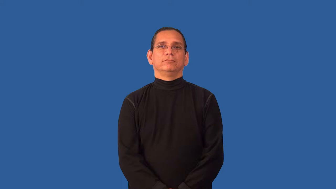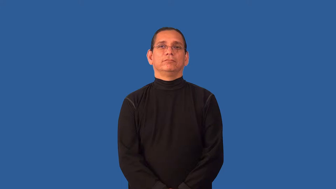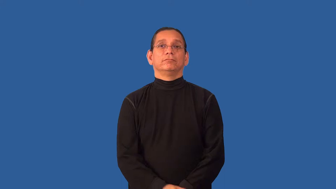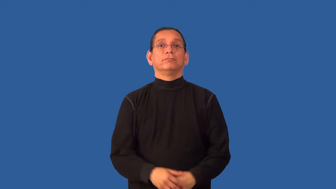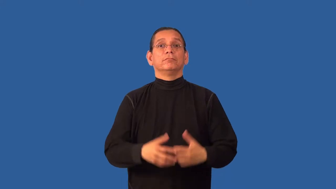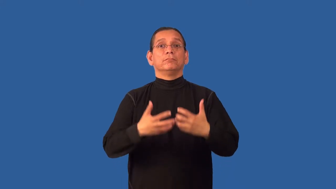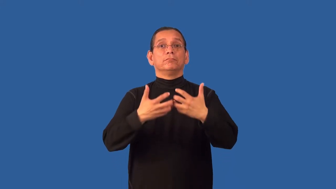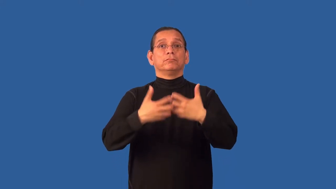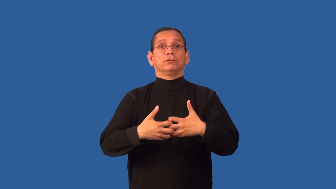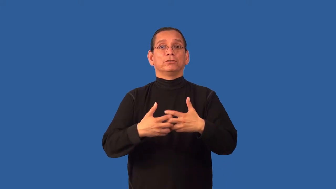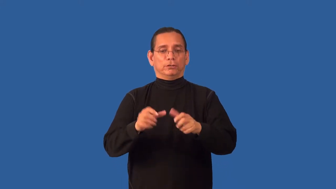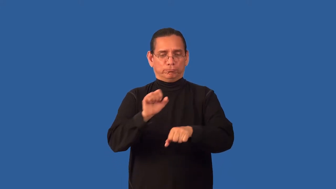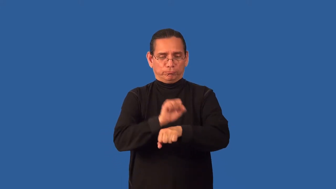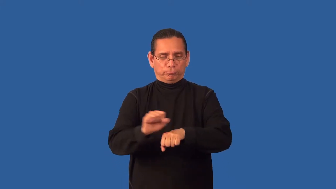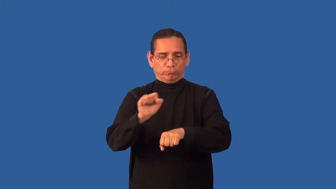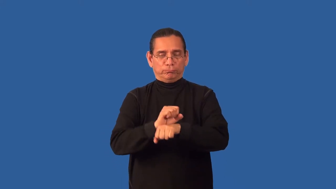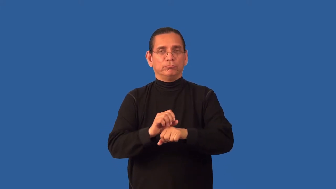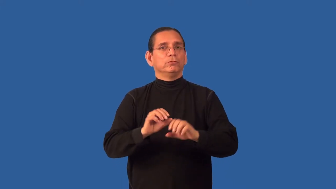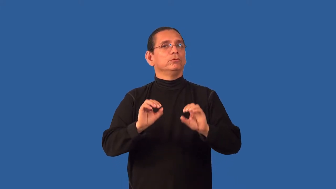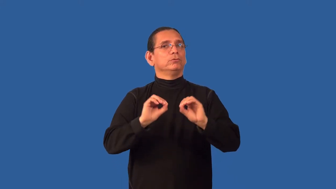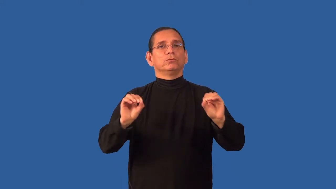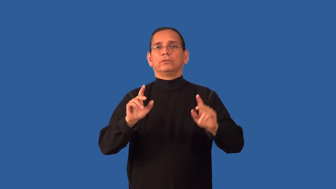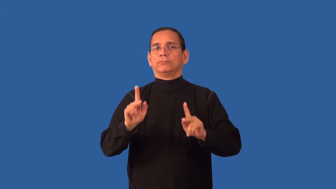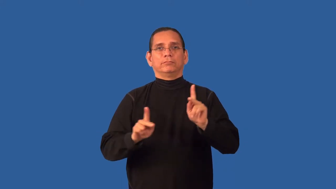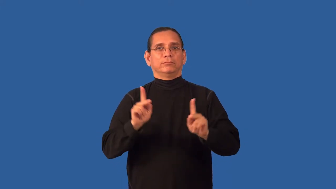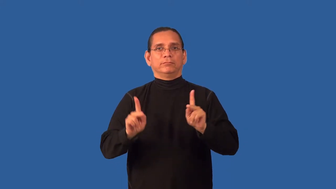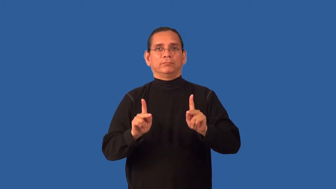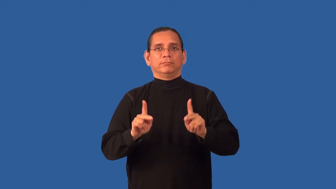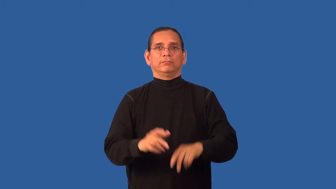automation